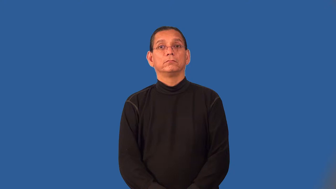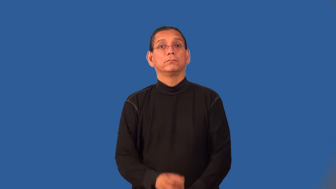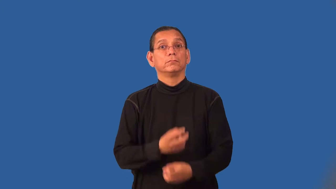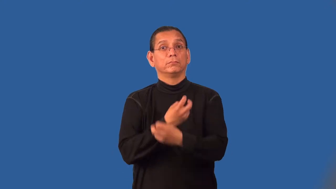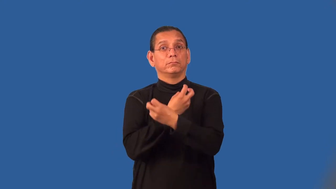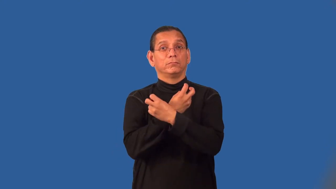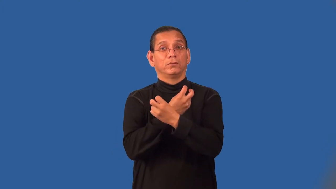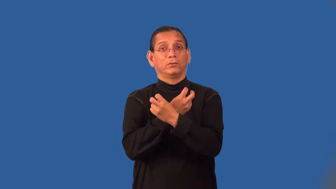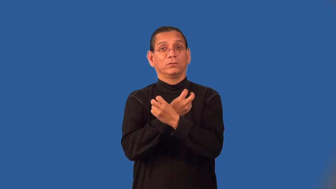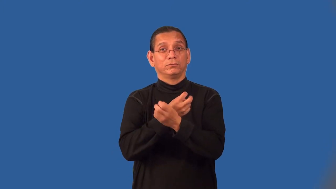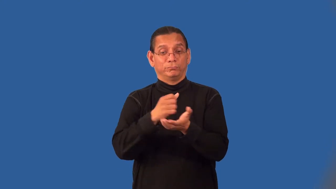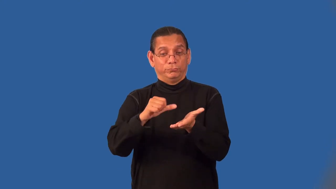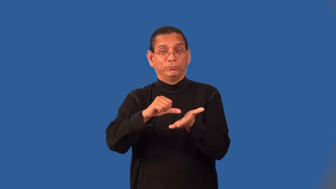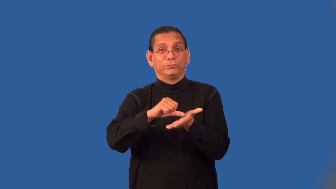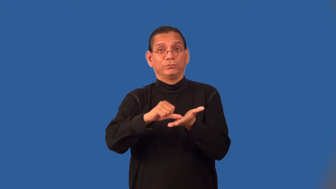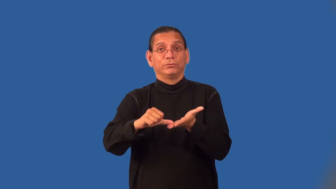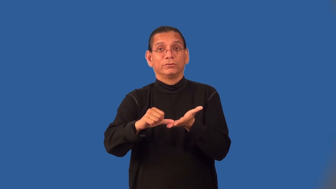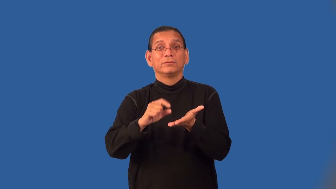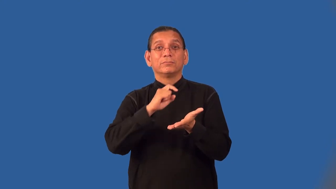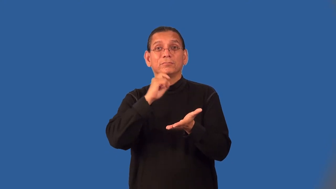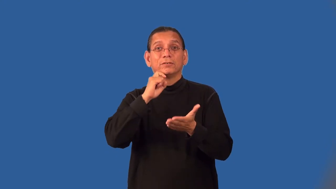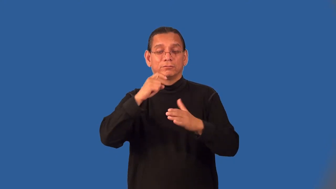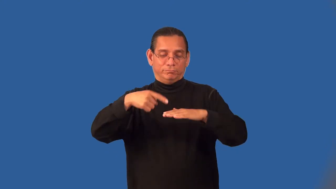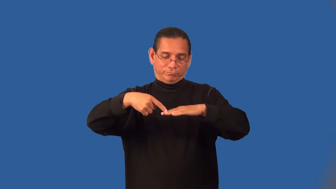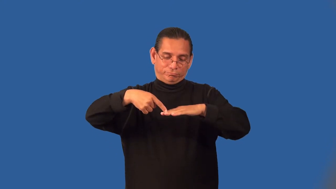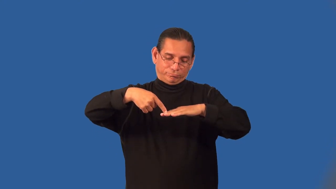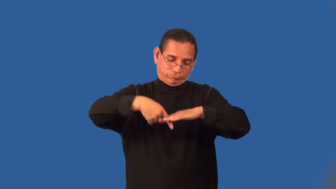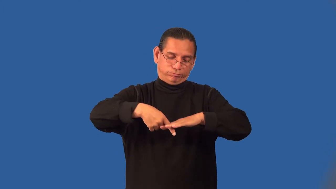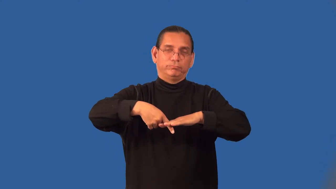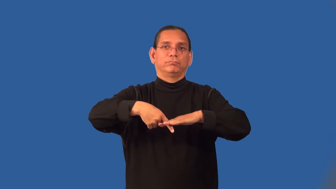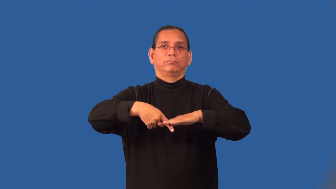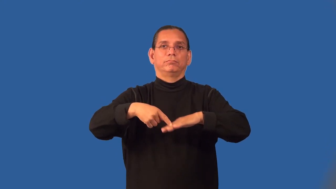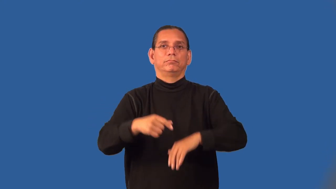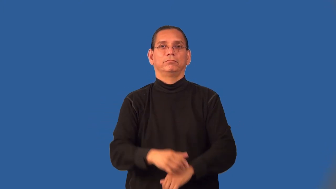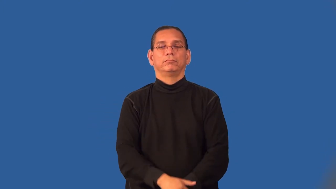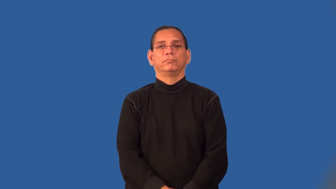pin-metal